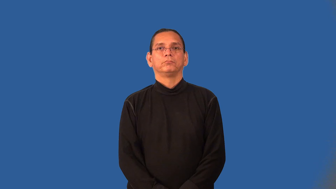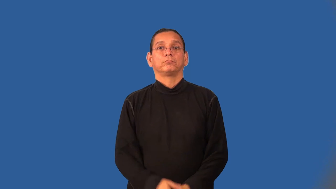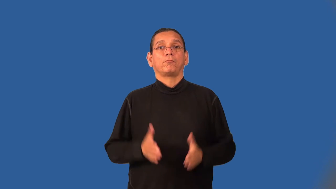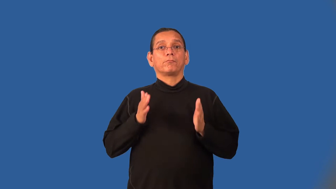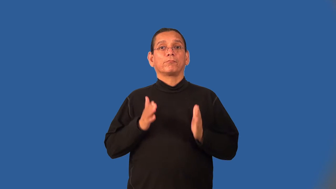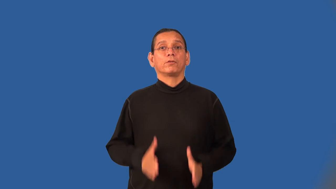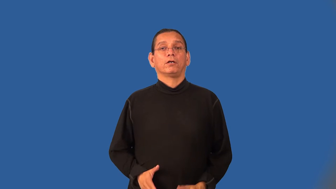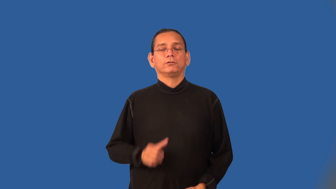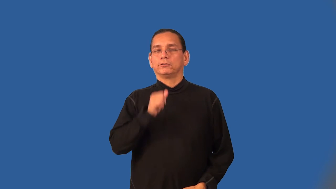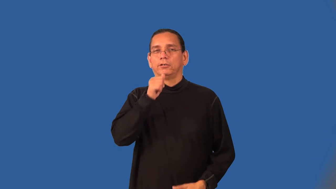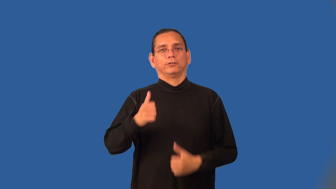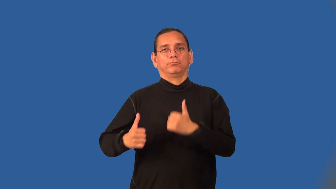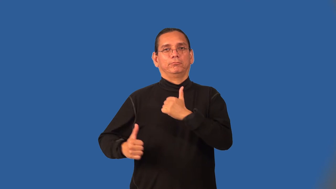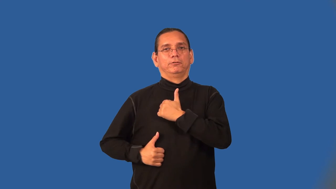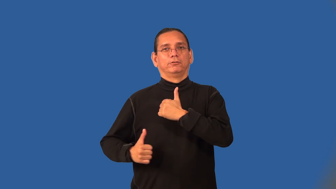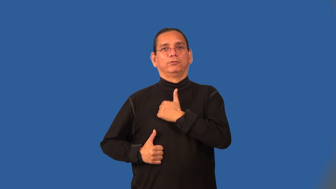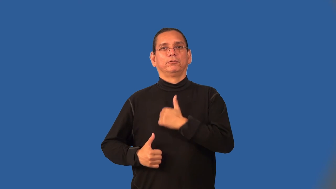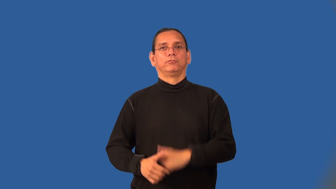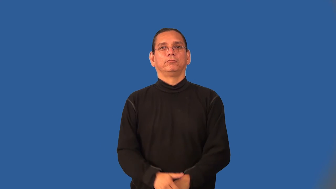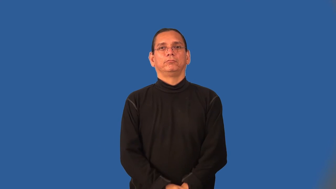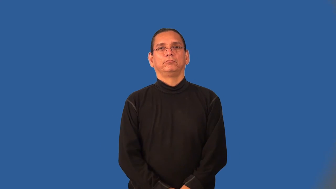civilian